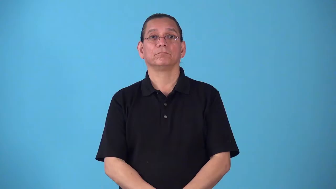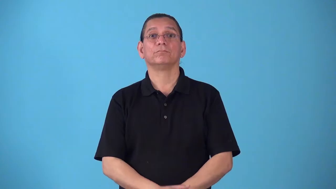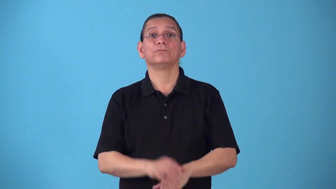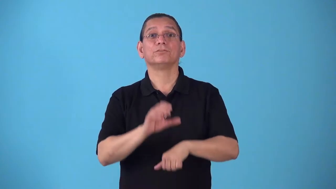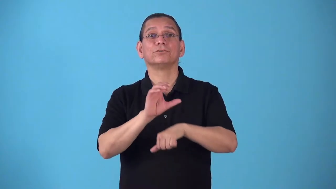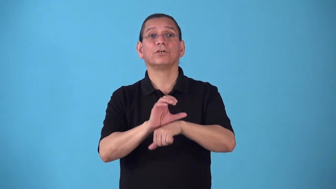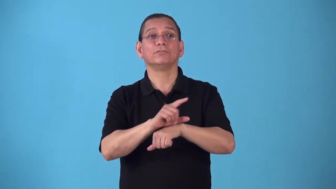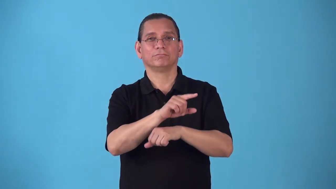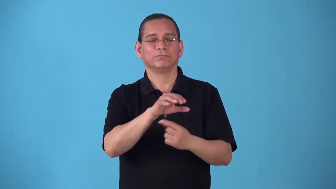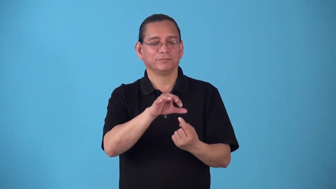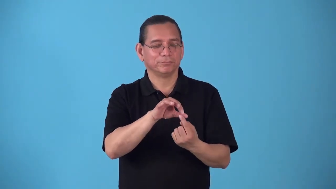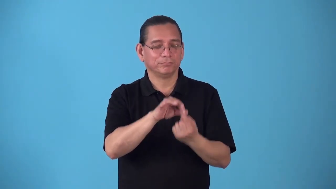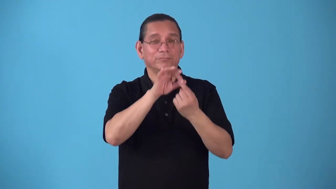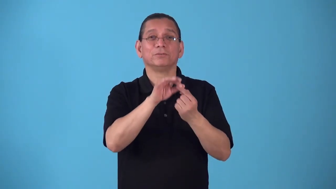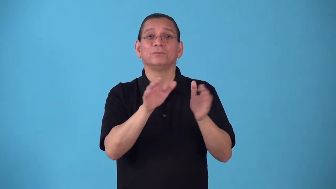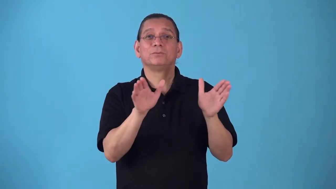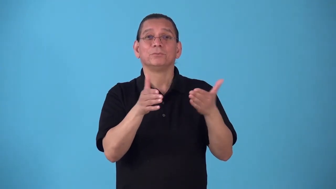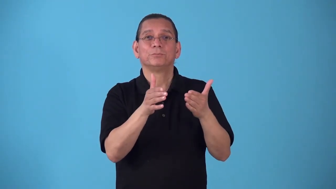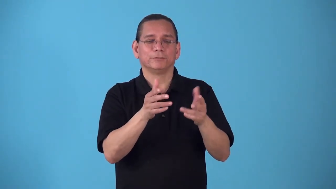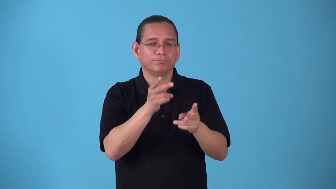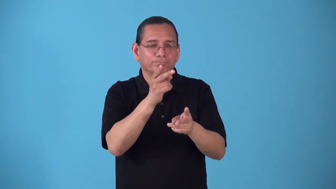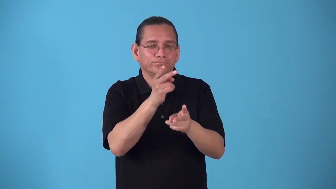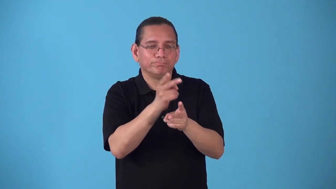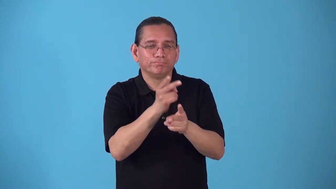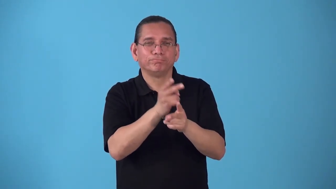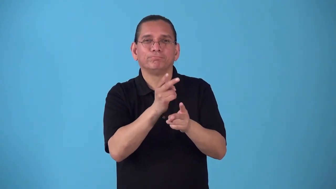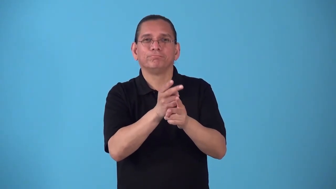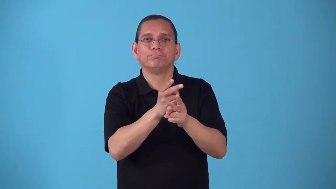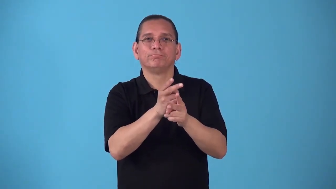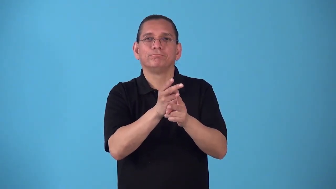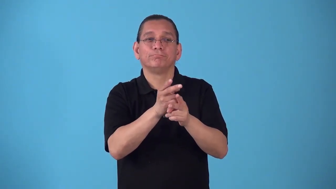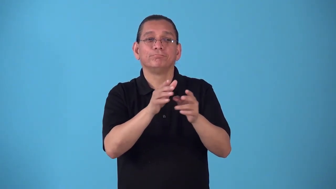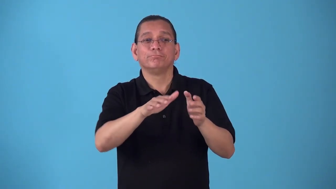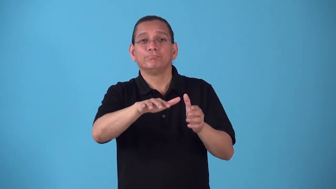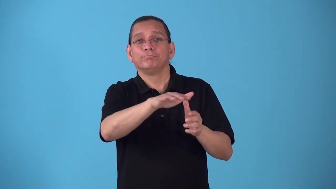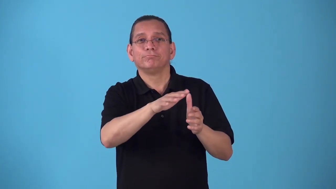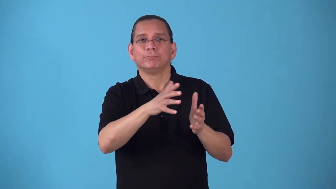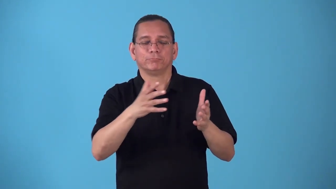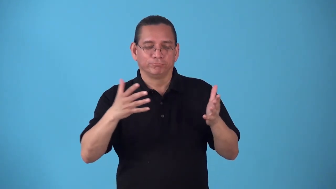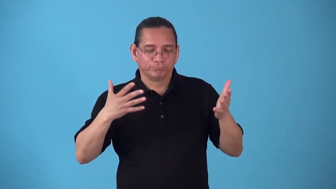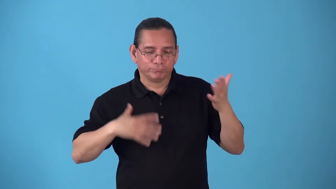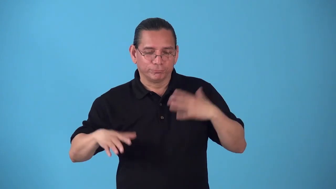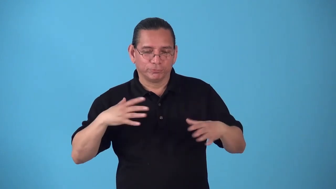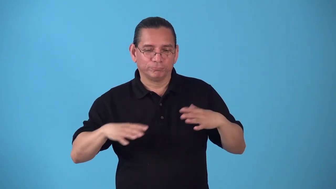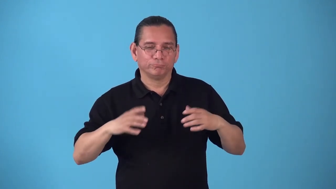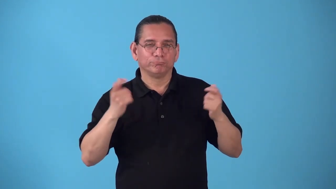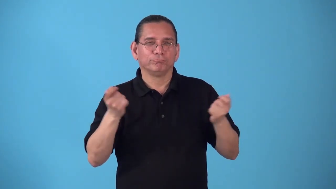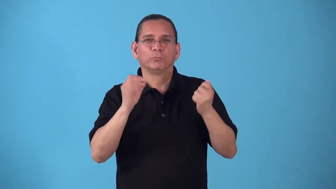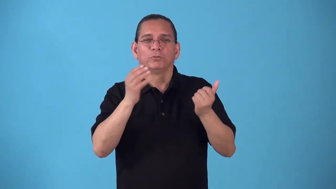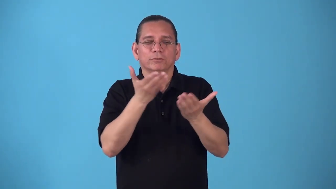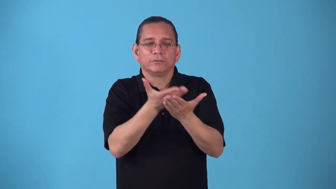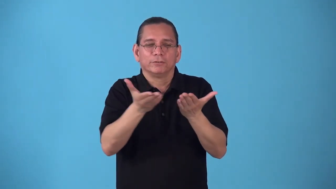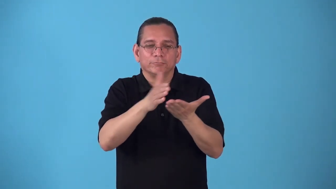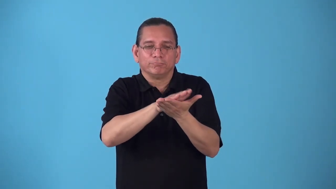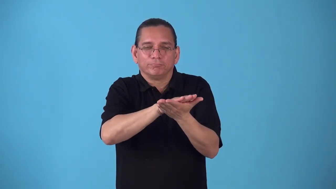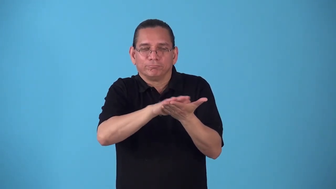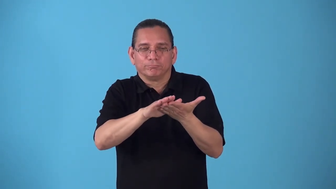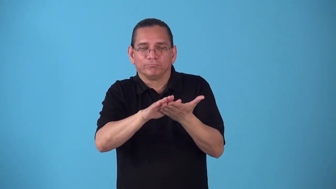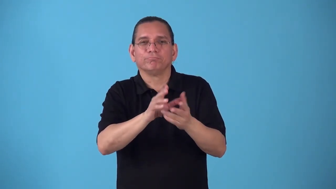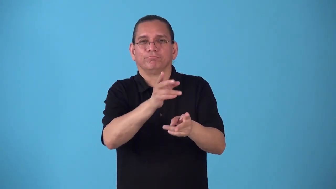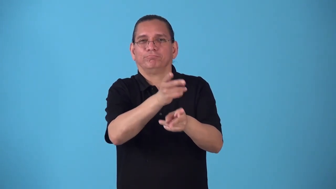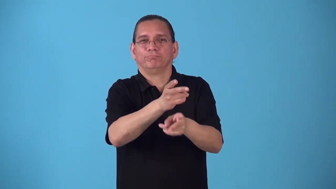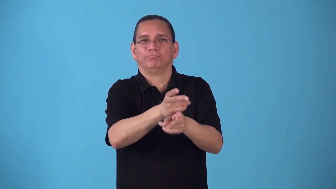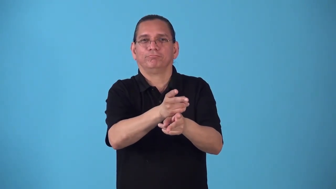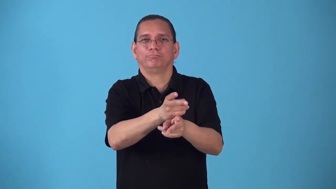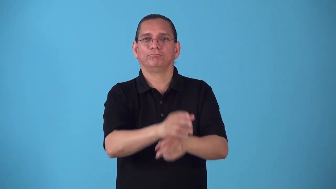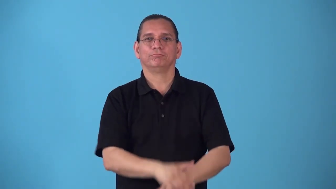sacristy